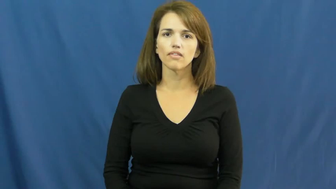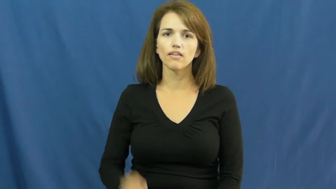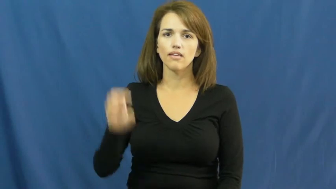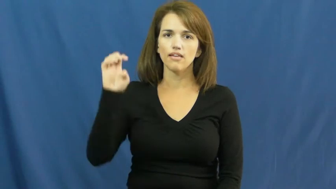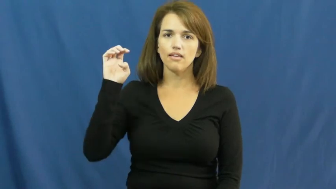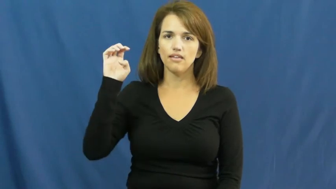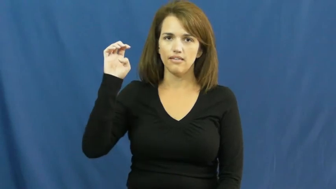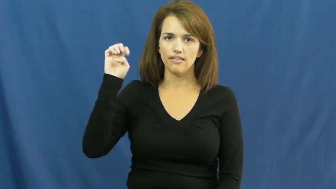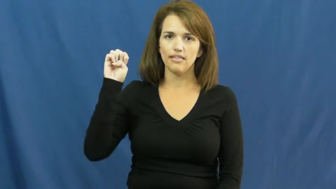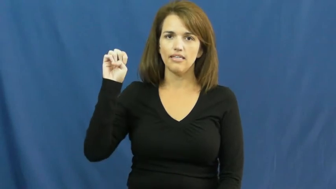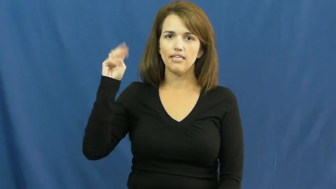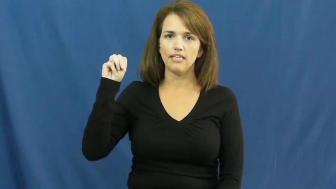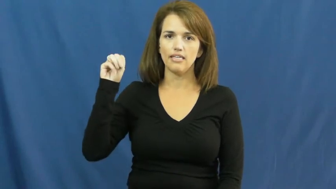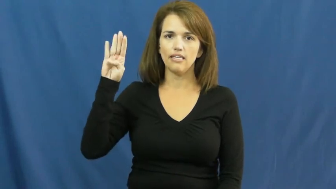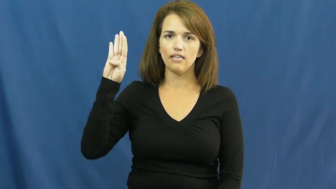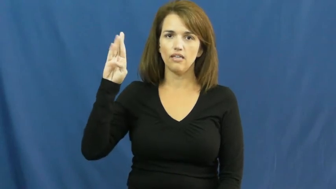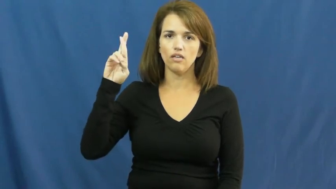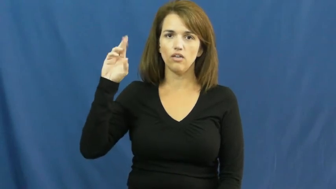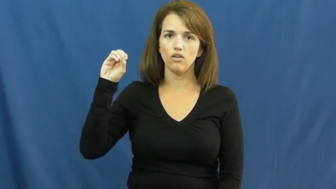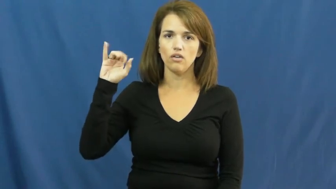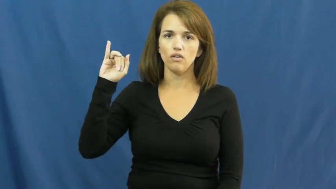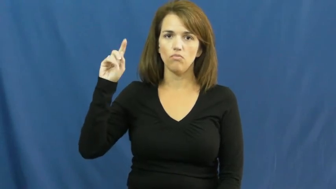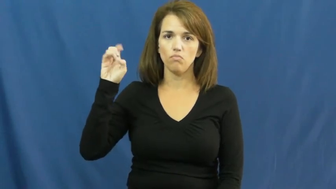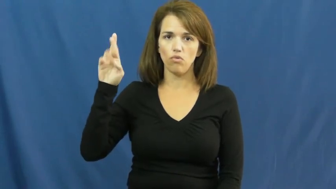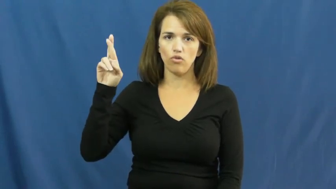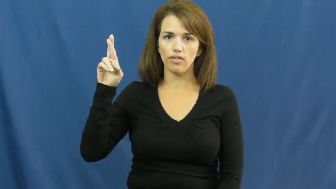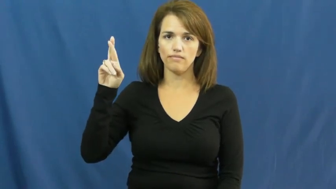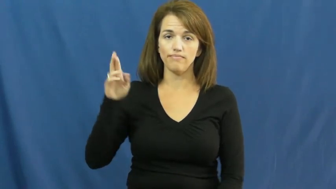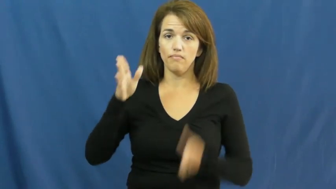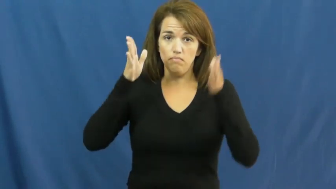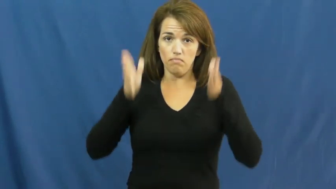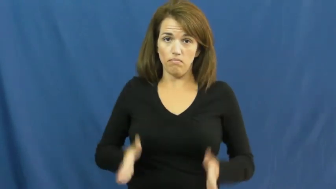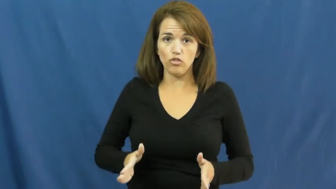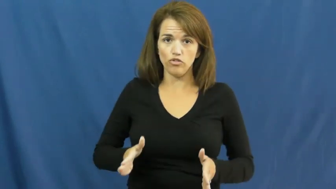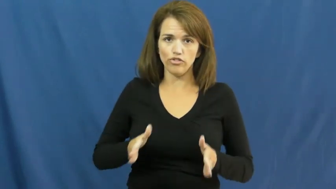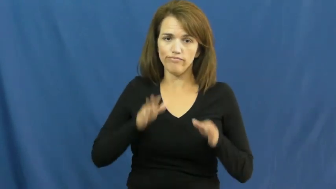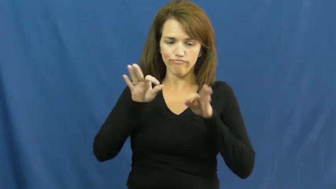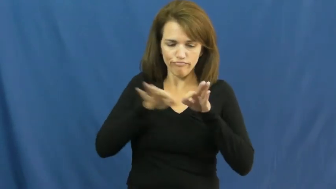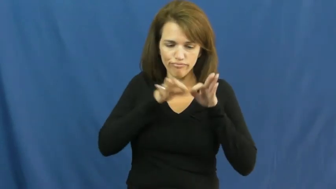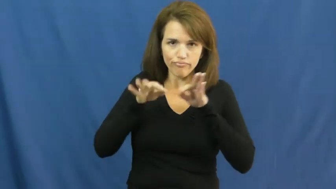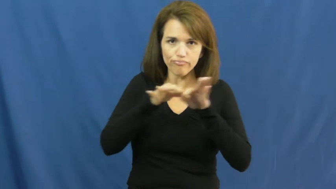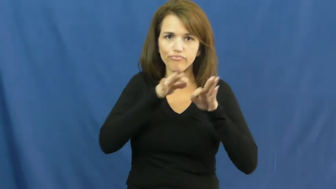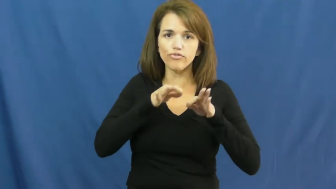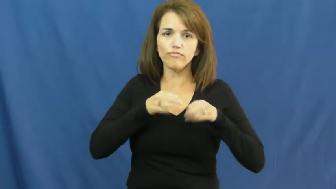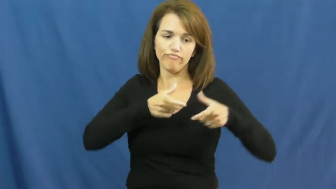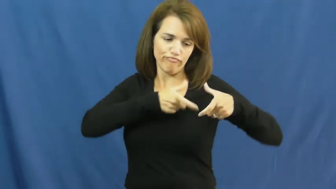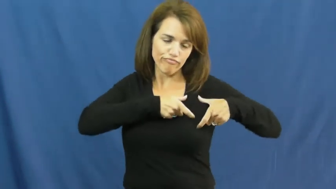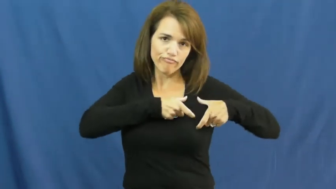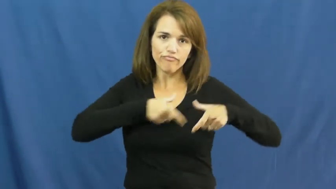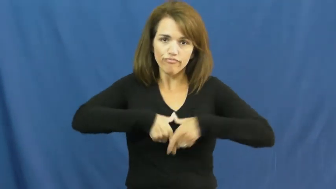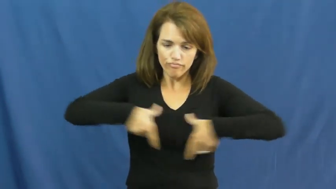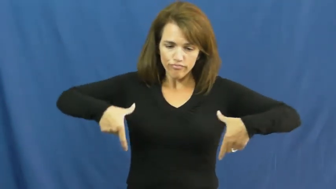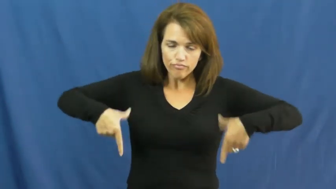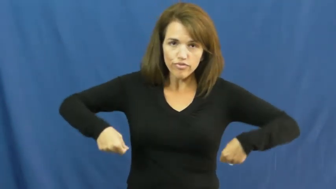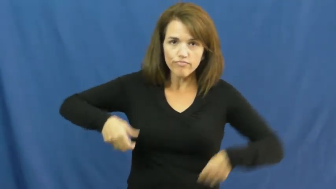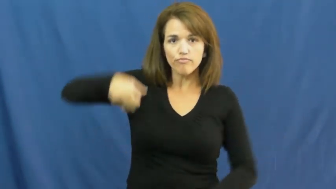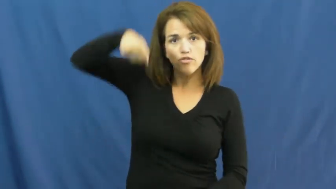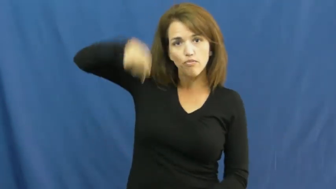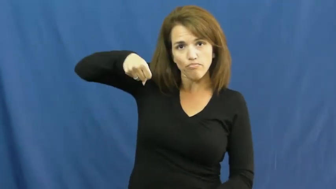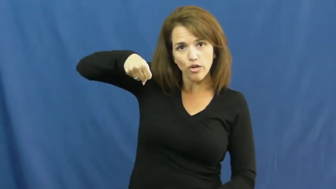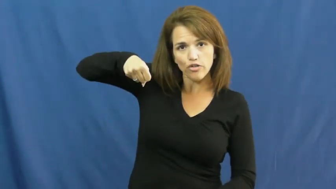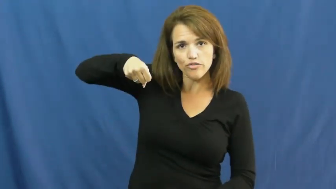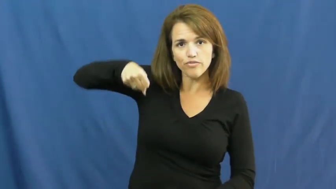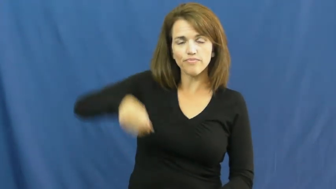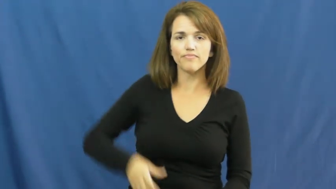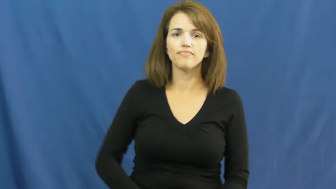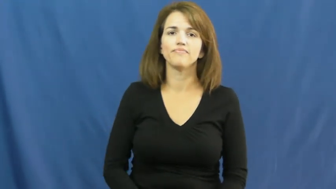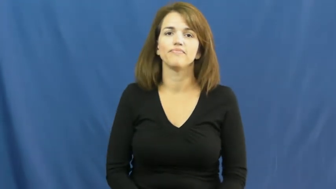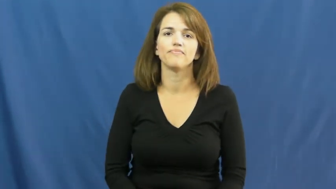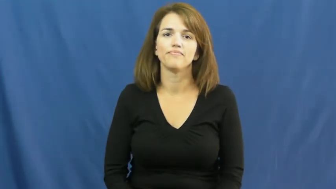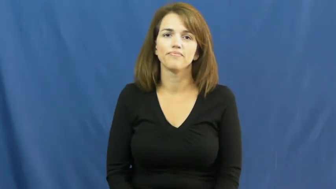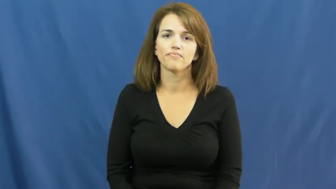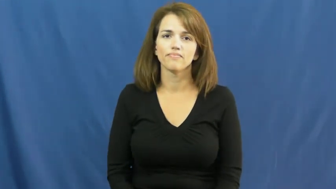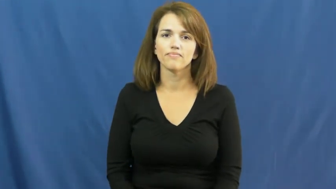embroider,hemstitch